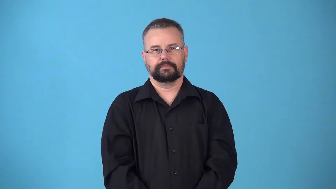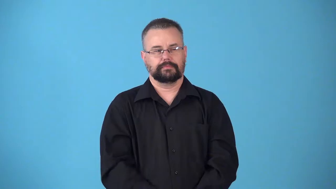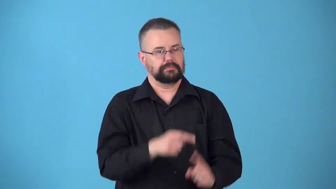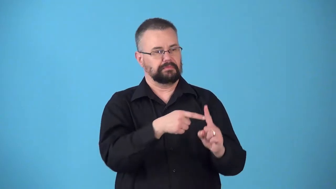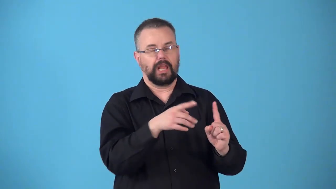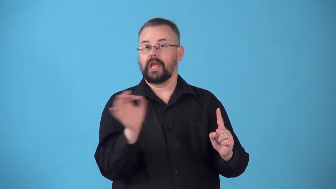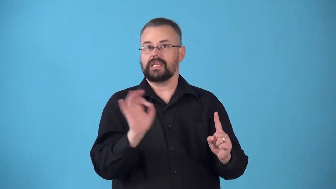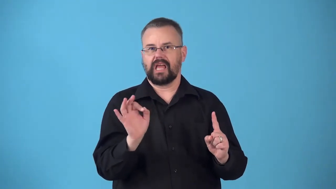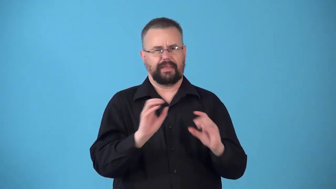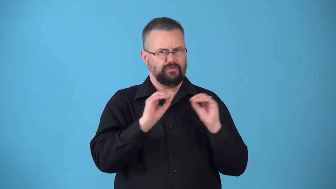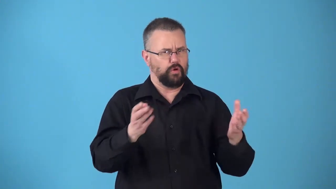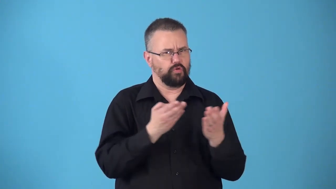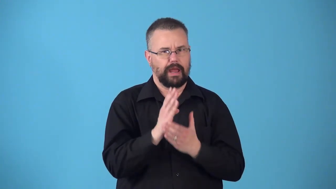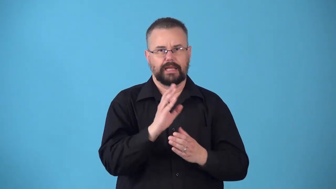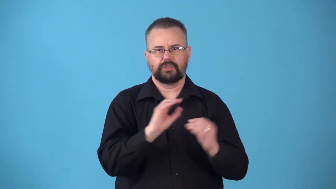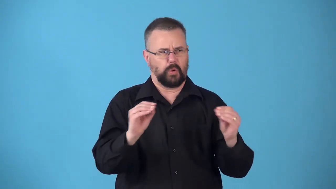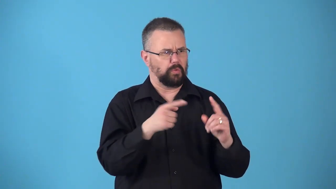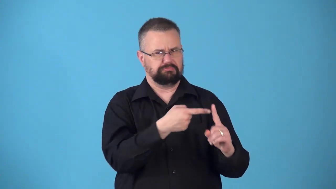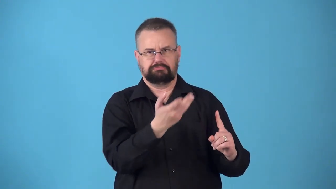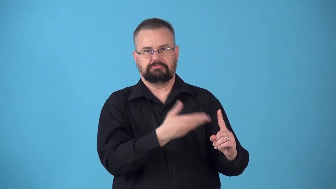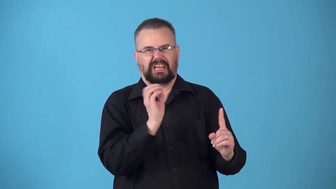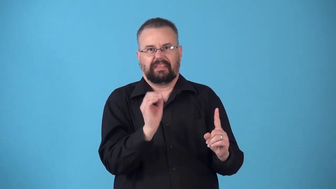nonperson